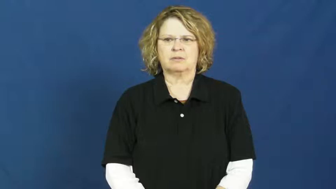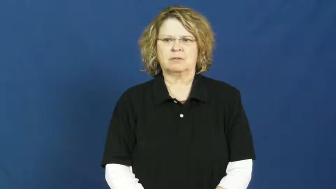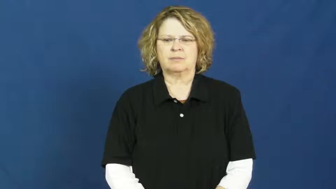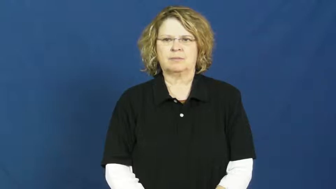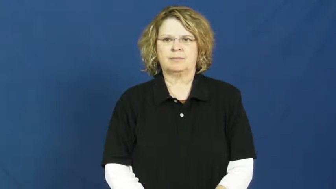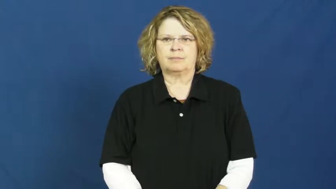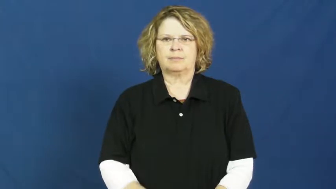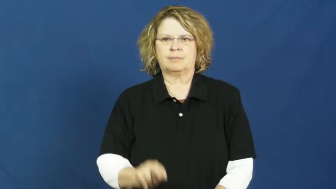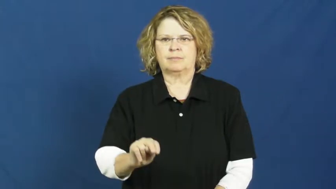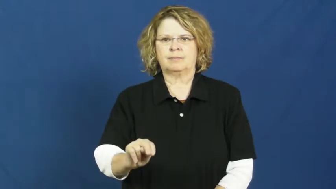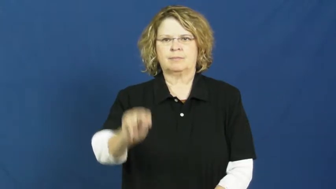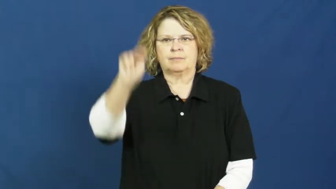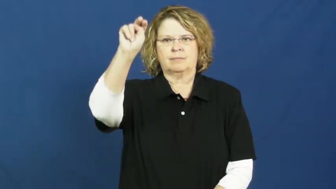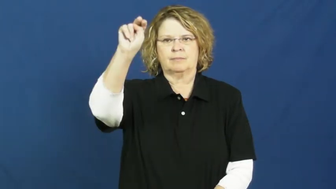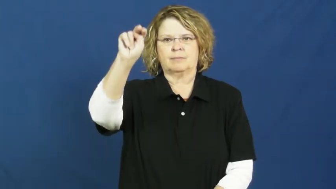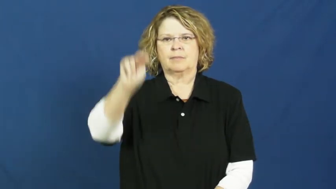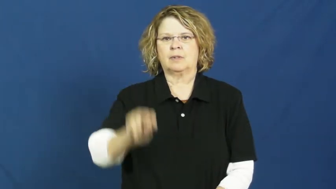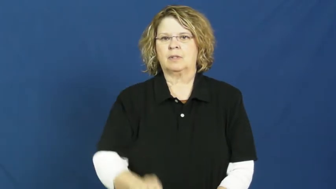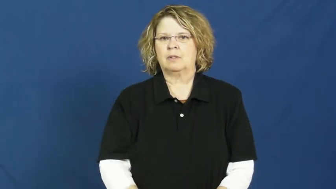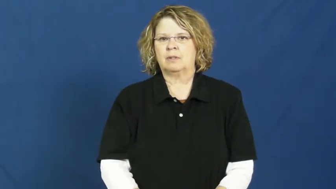north,boreal